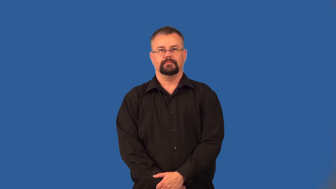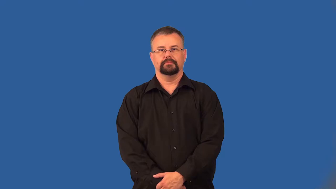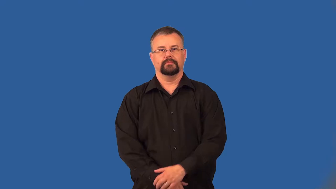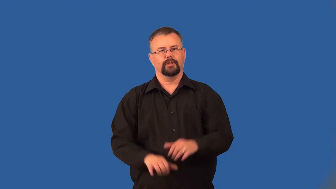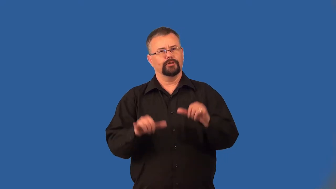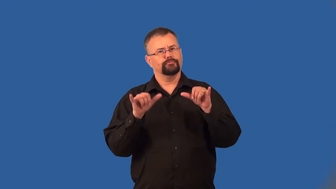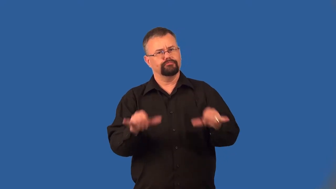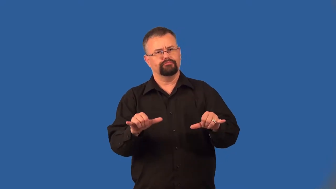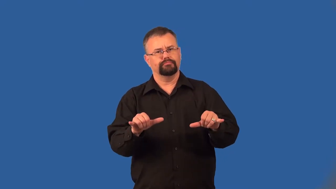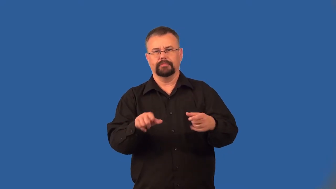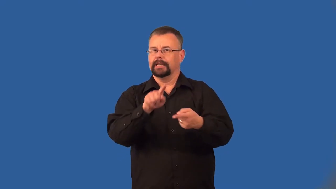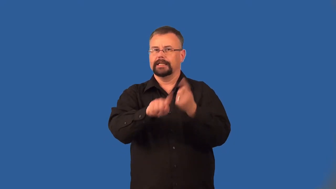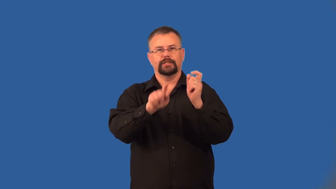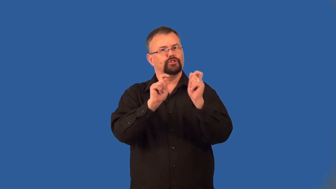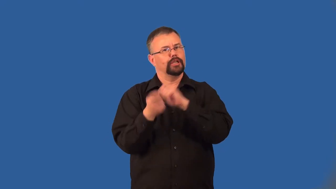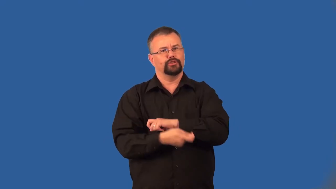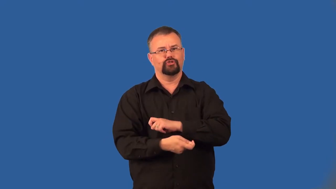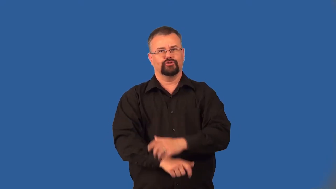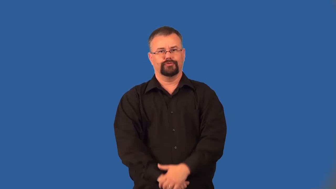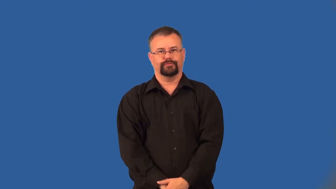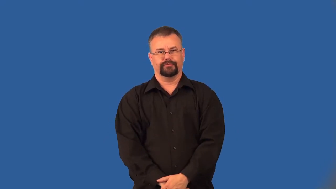ironclad